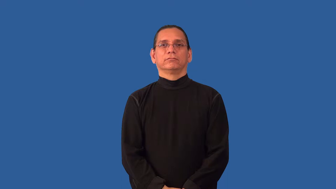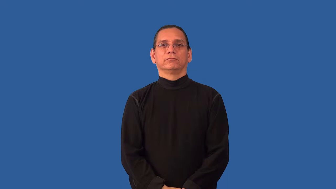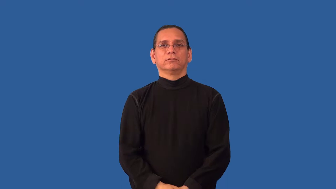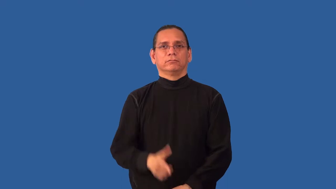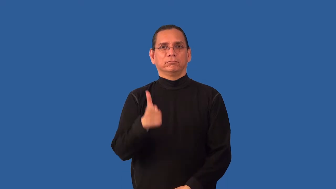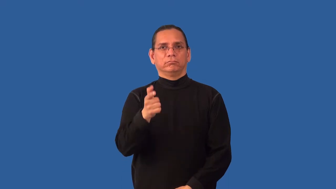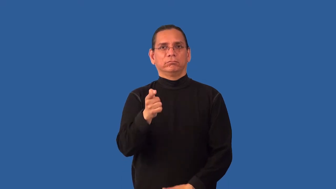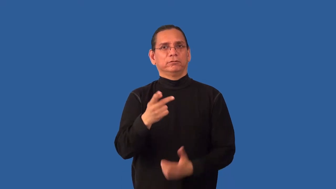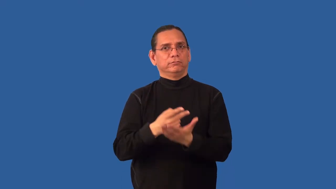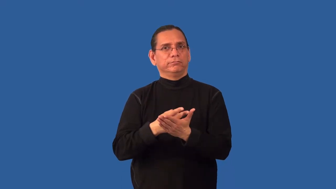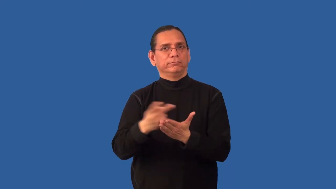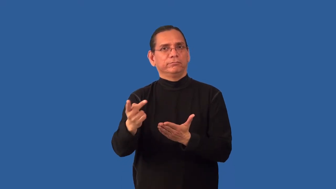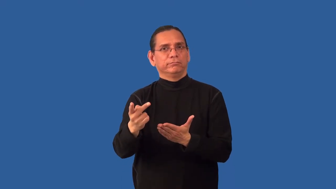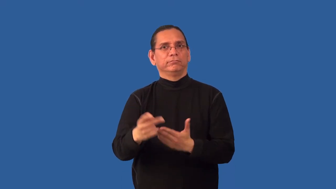misfire-gun